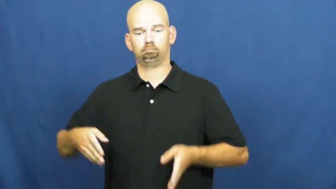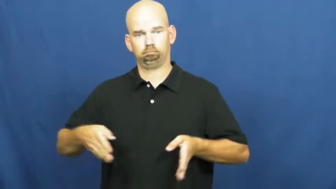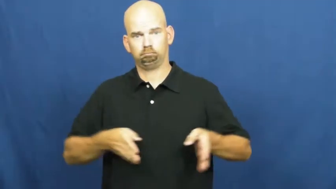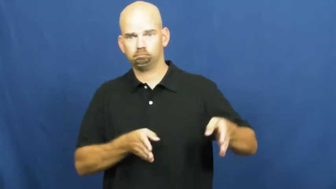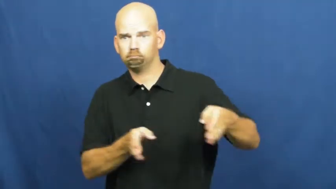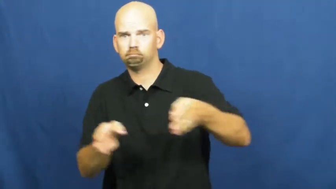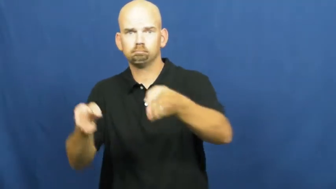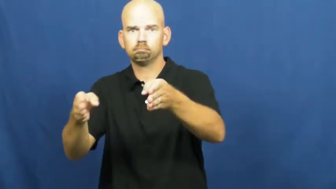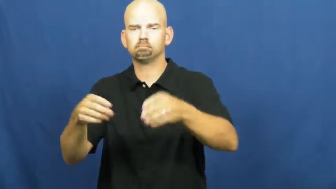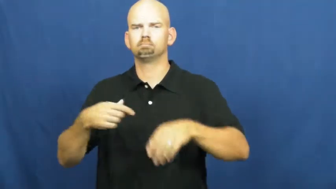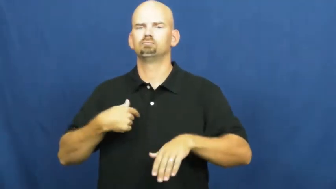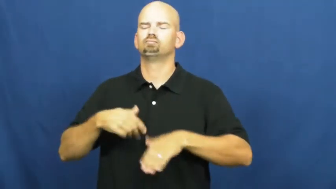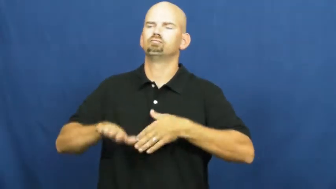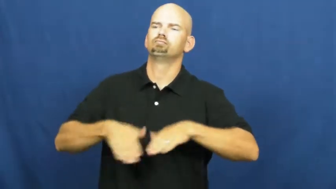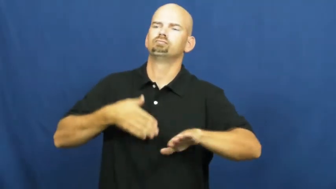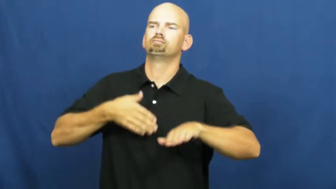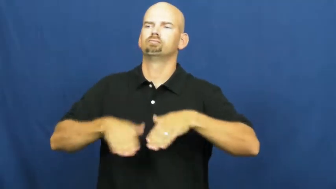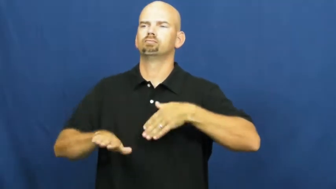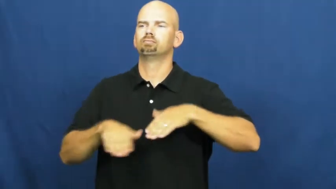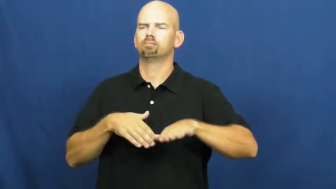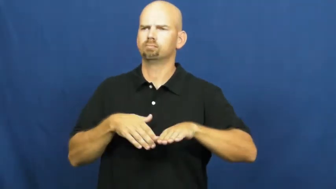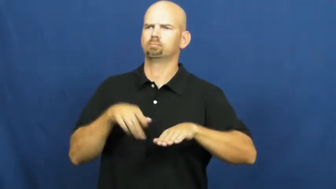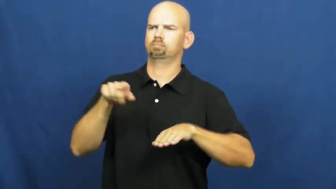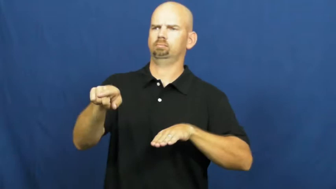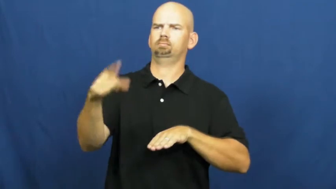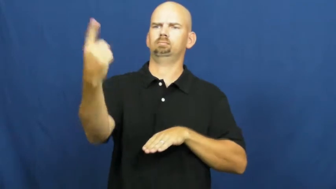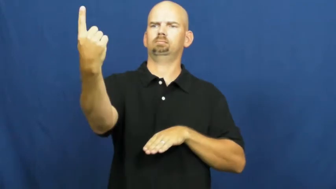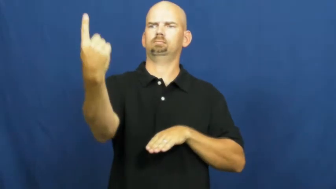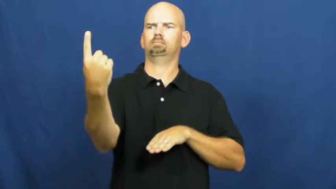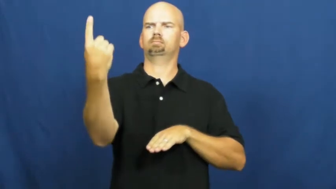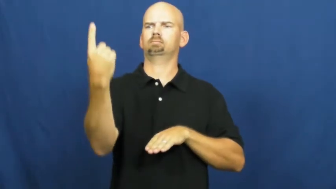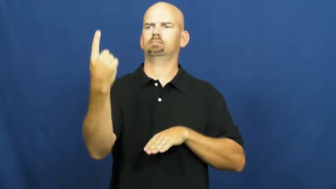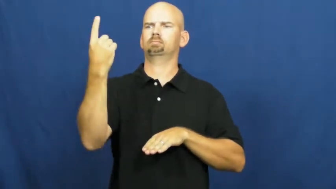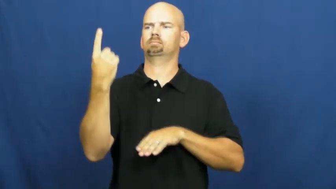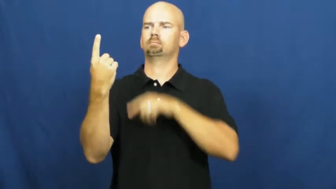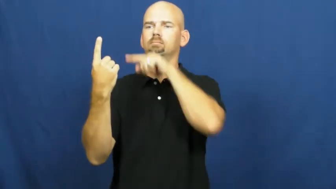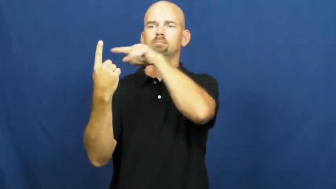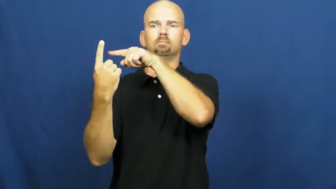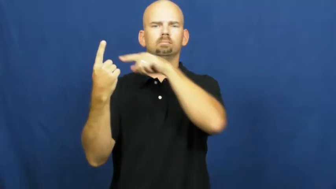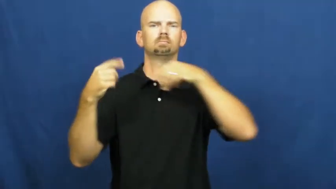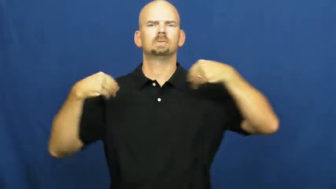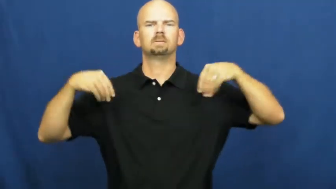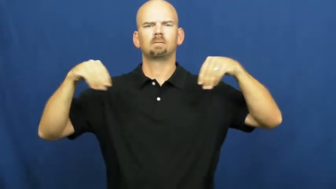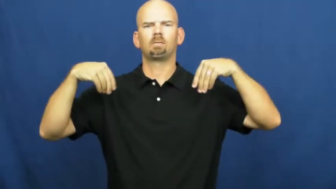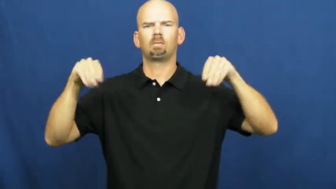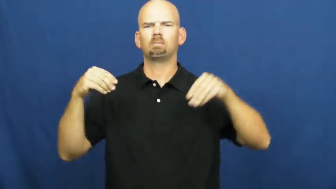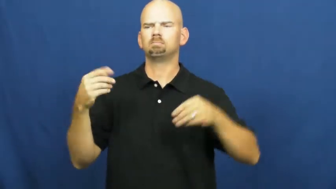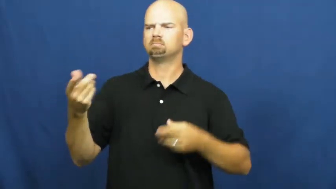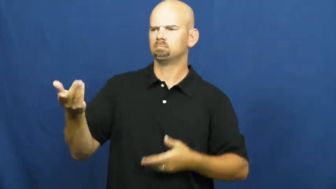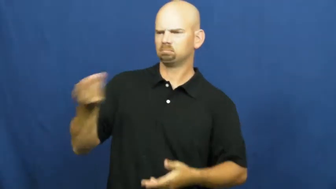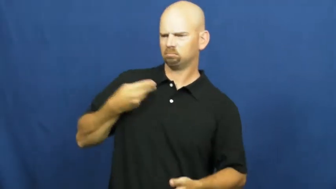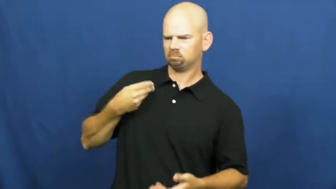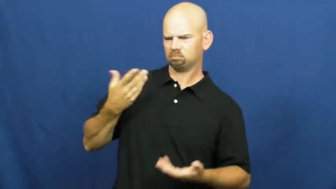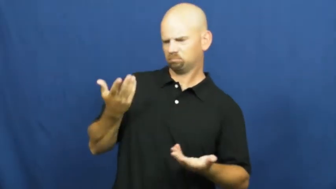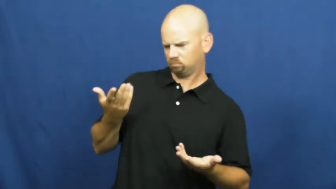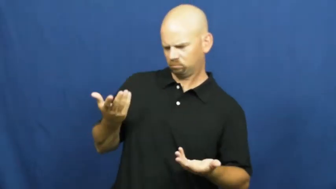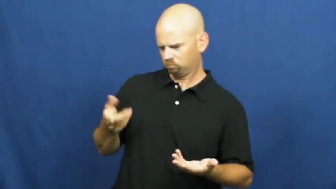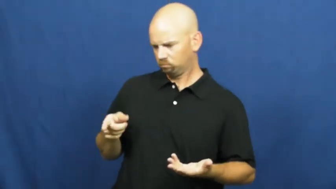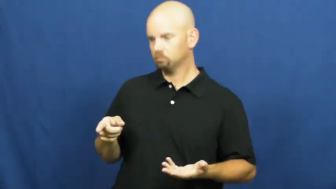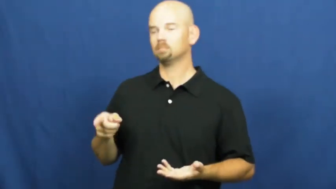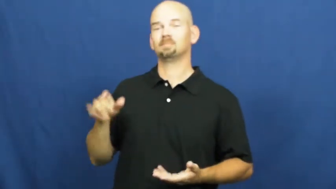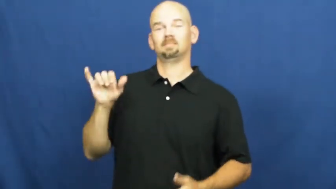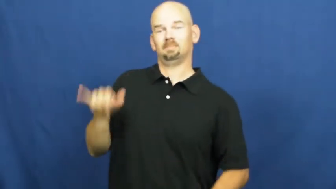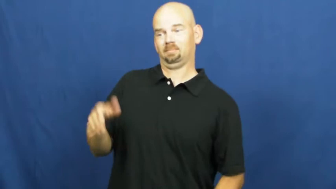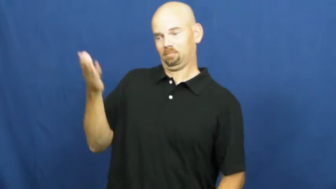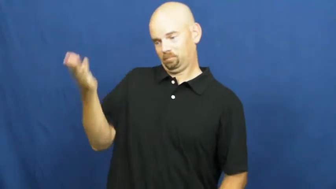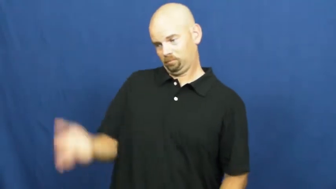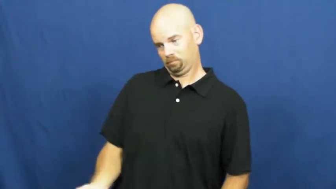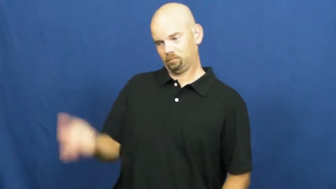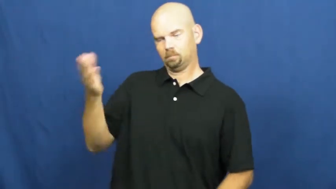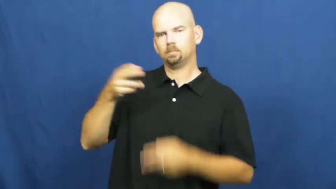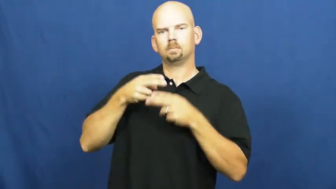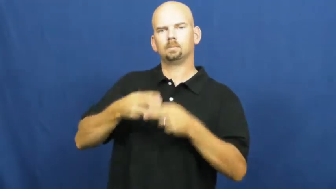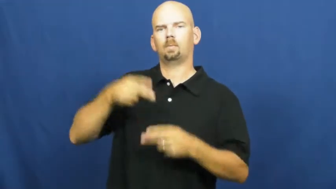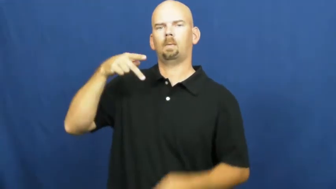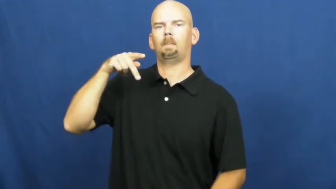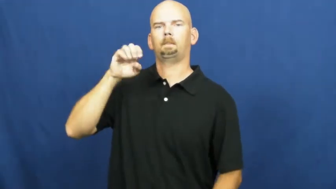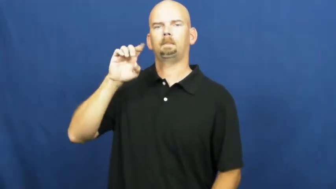peddler,chapman